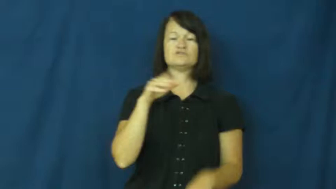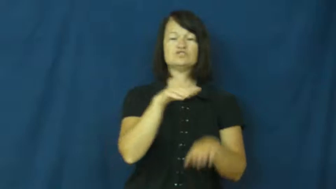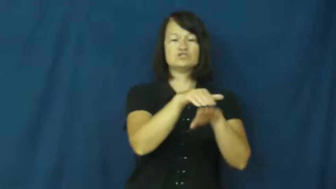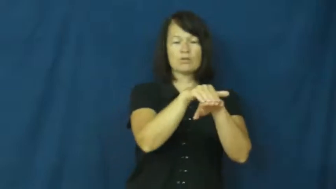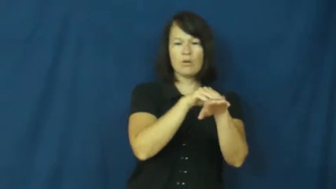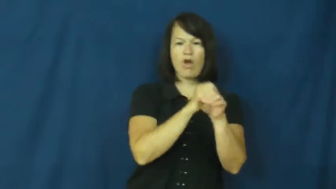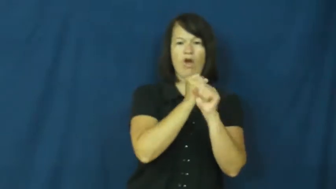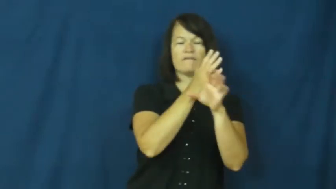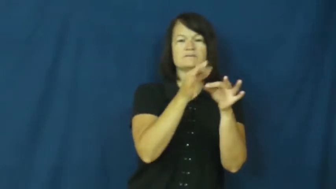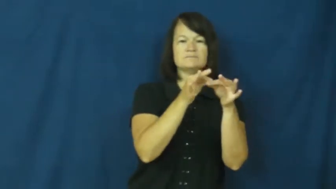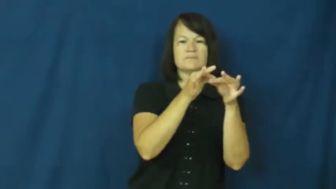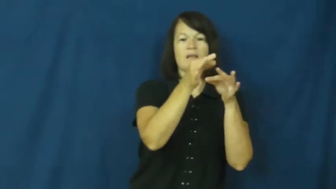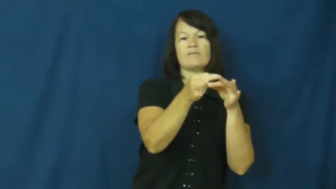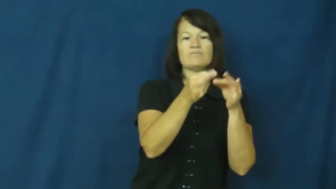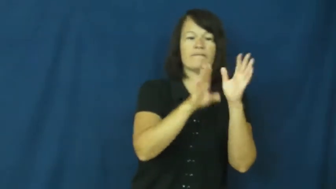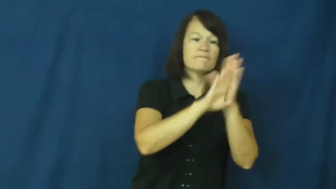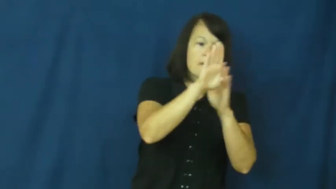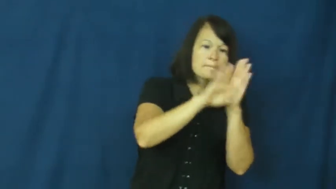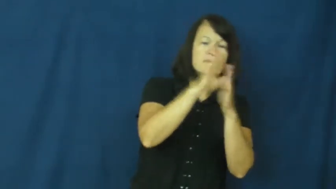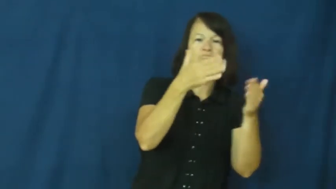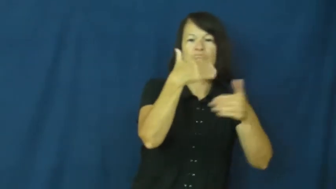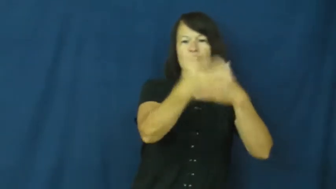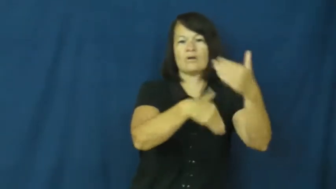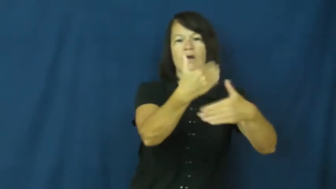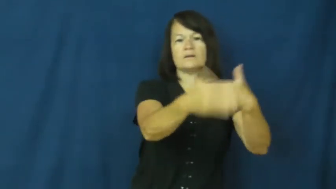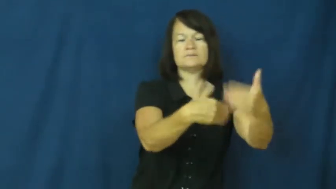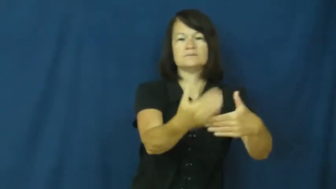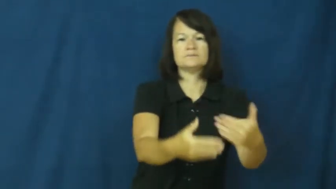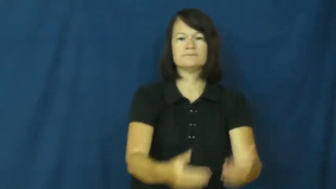retard,crimp-slow down